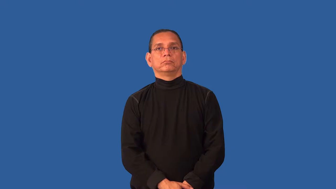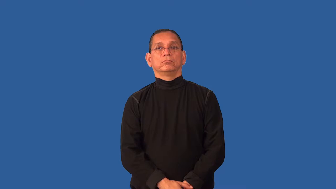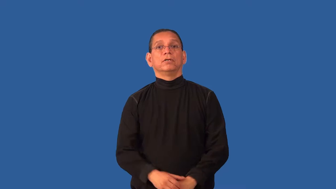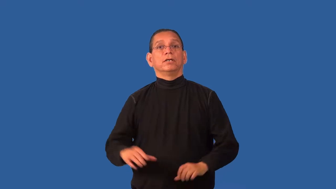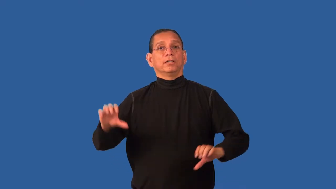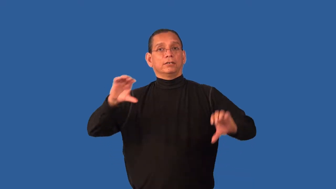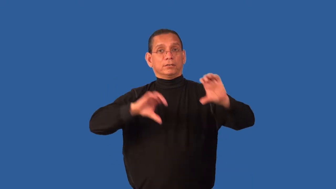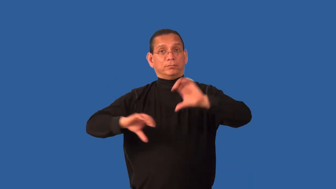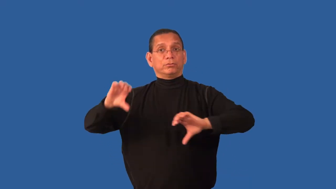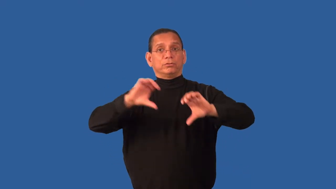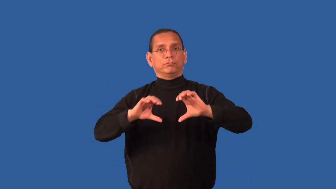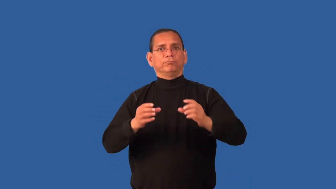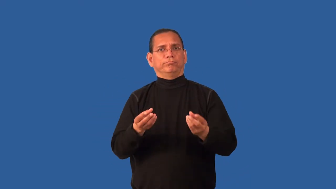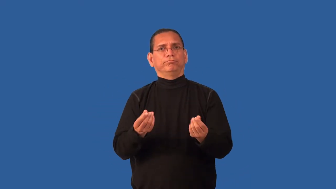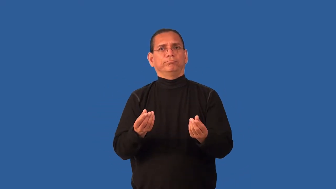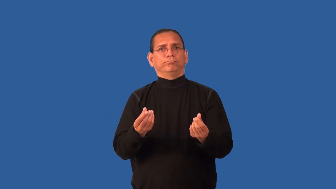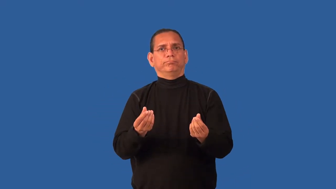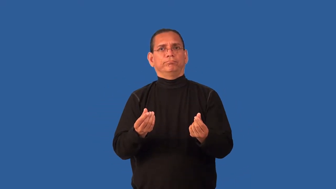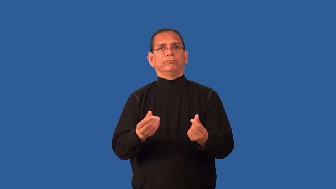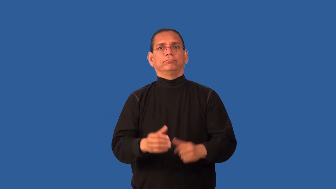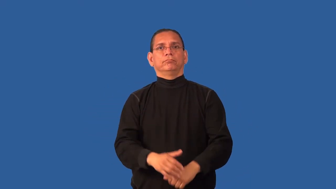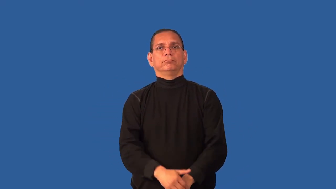compound-chemical